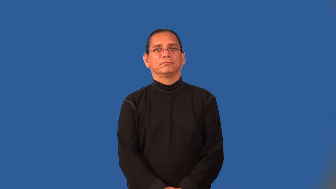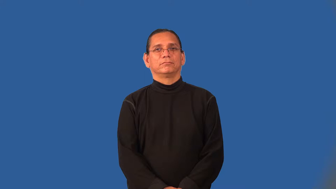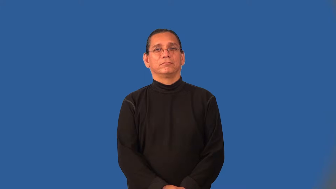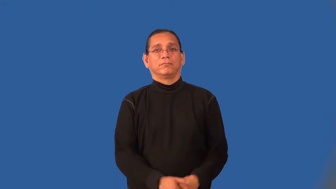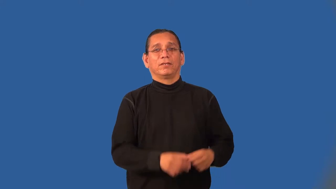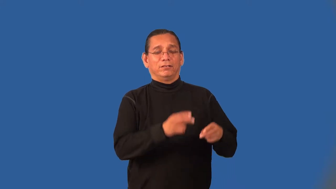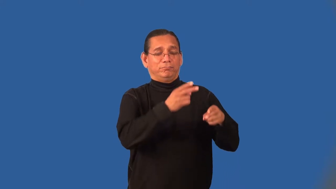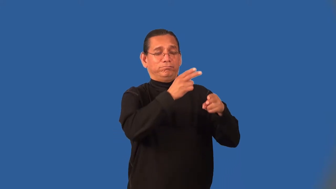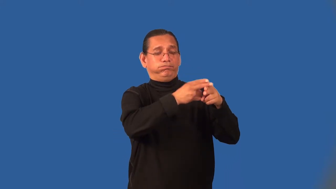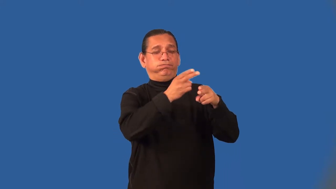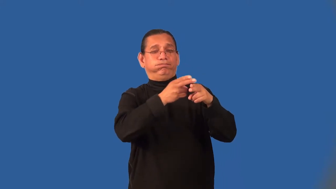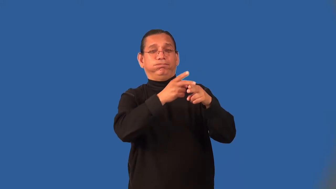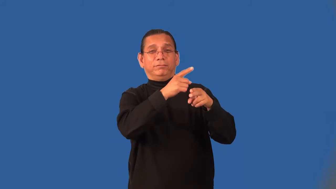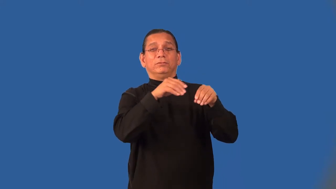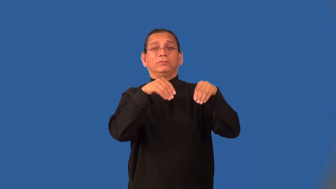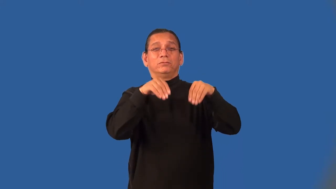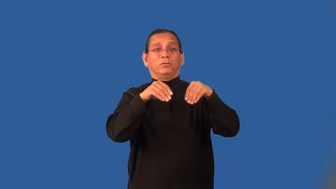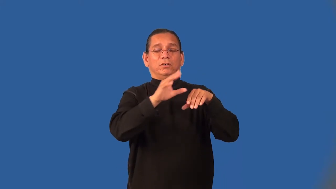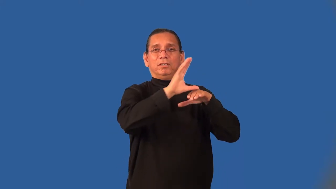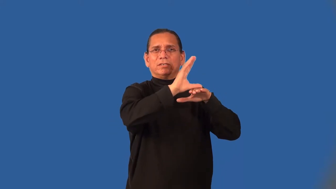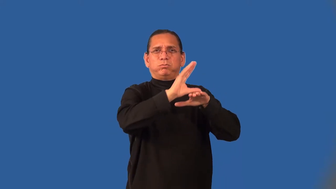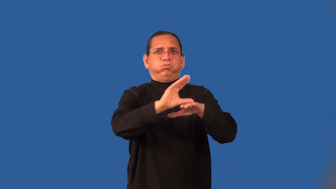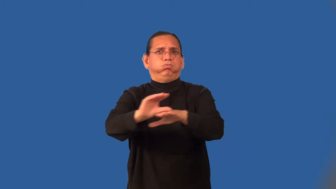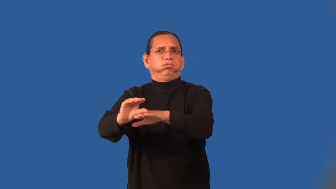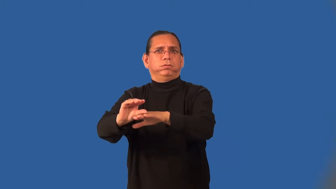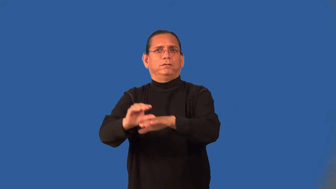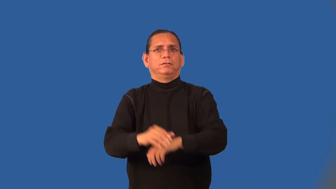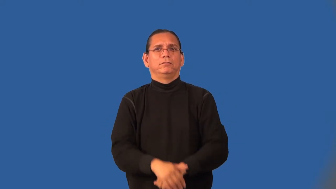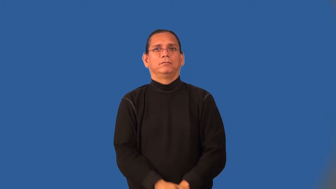outlet-store